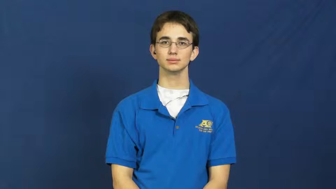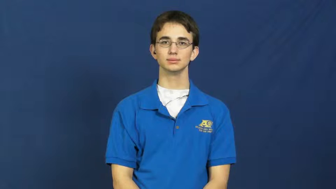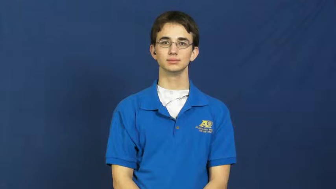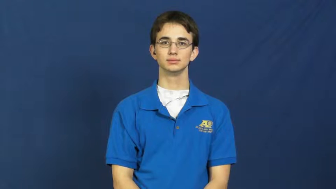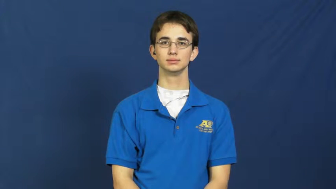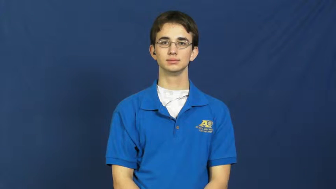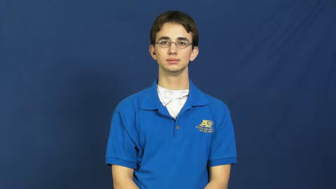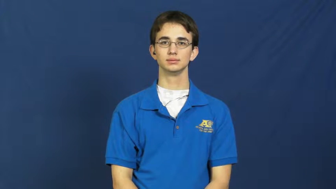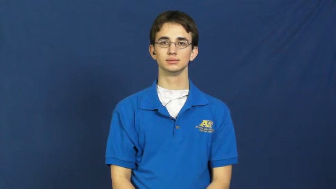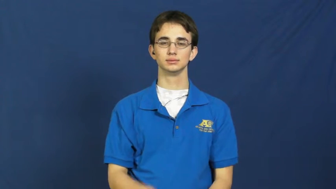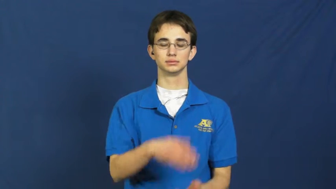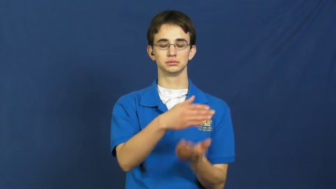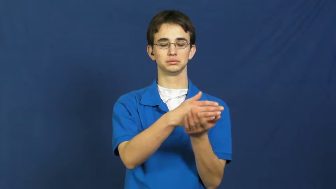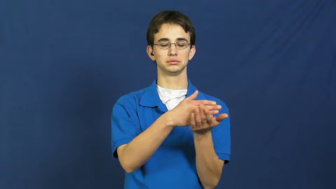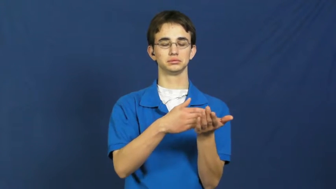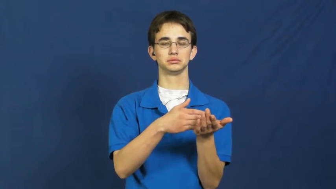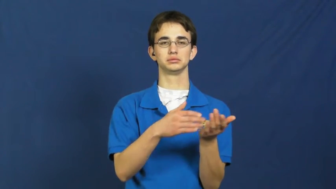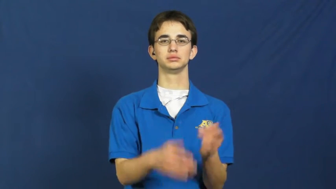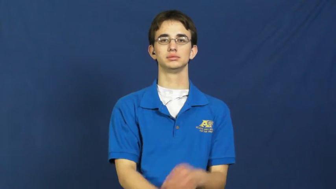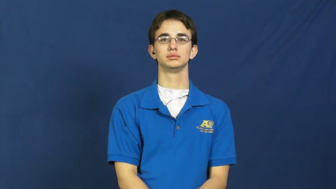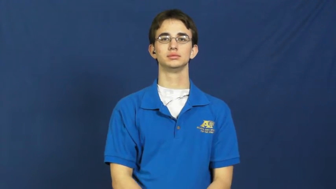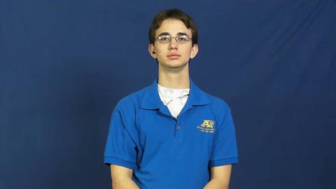leg-trip